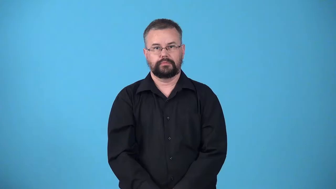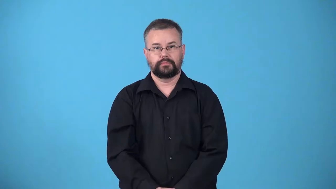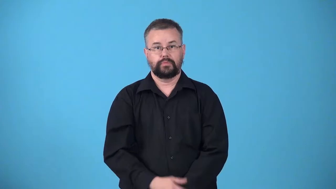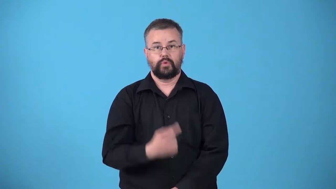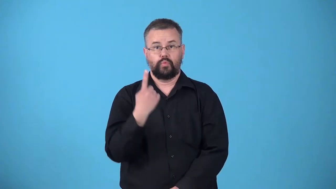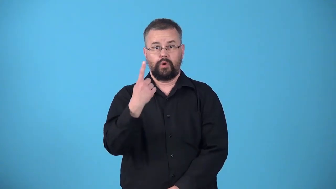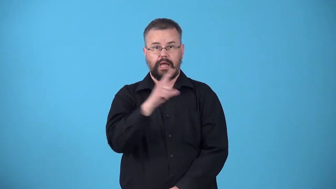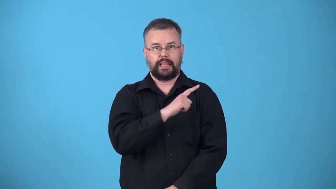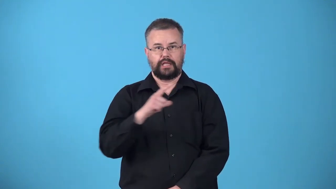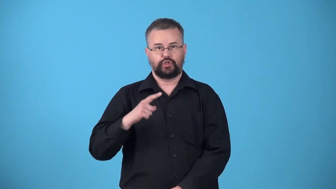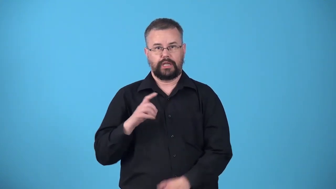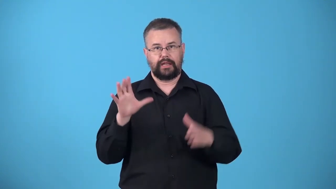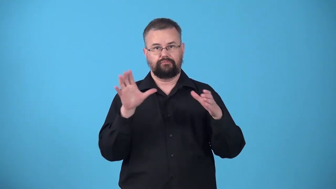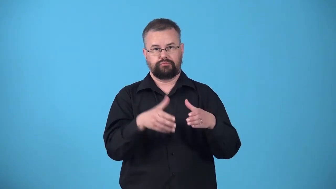unicameral